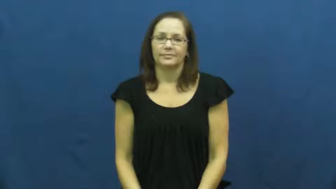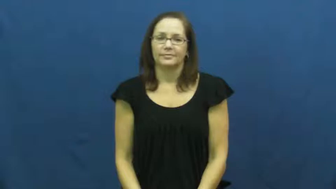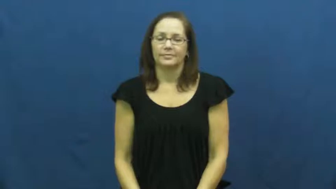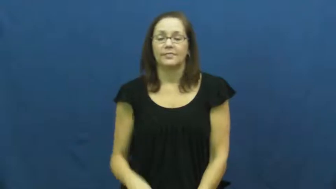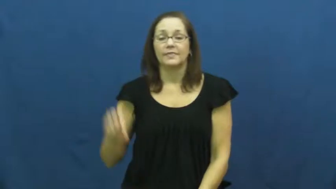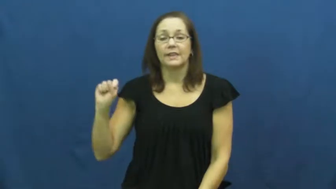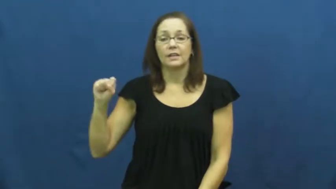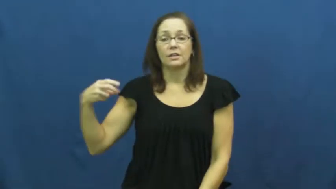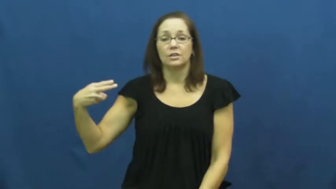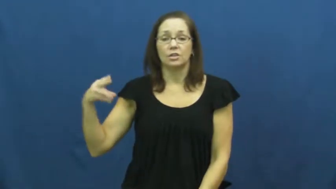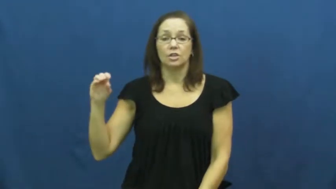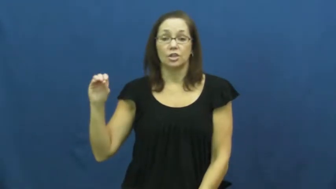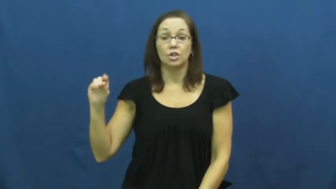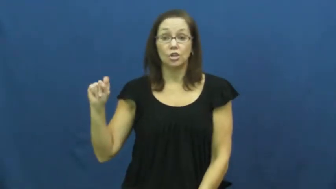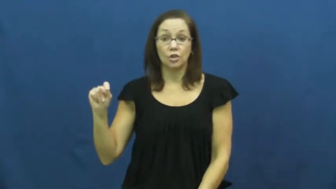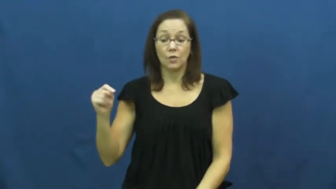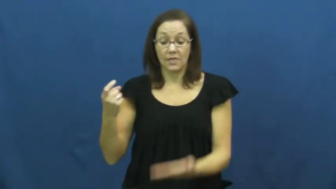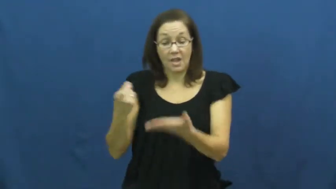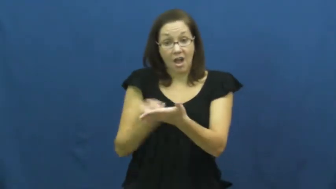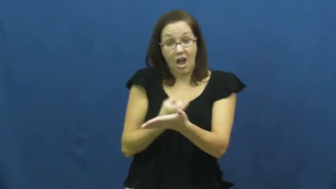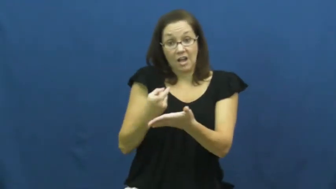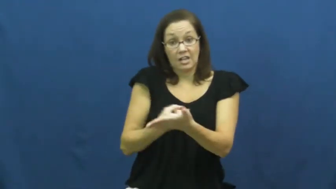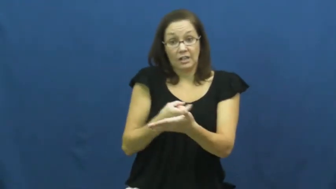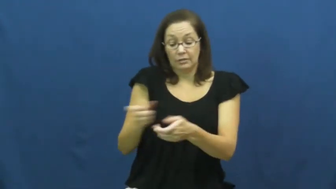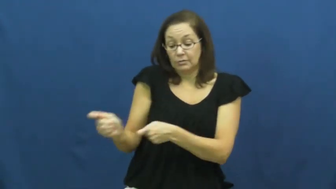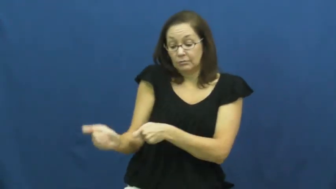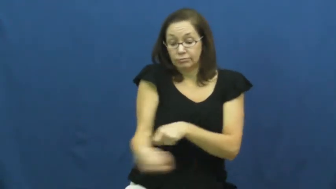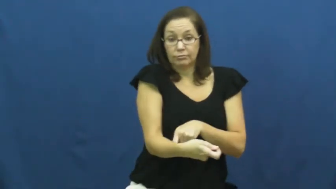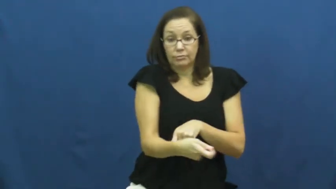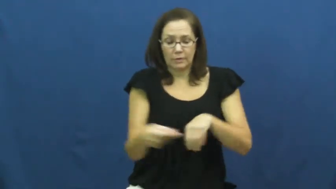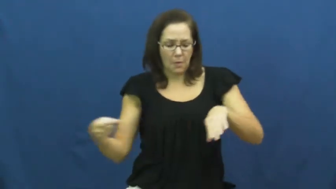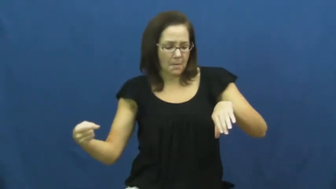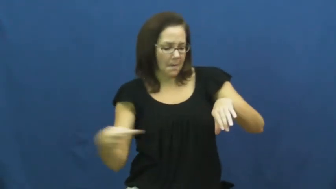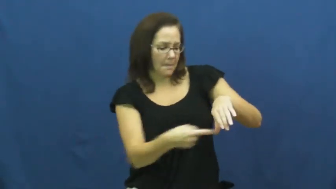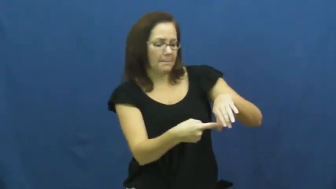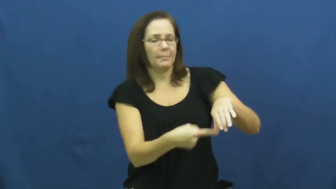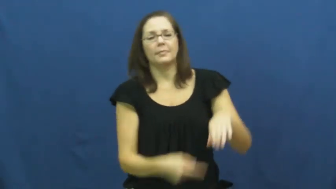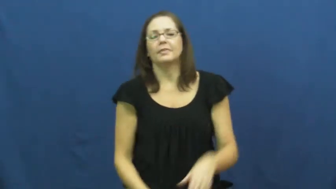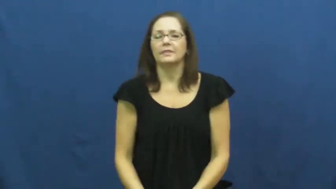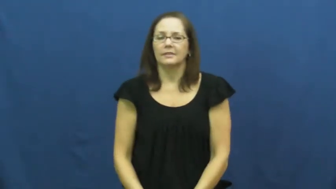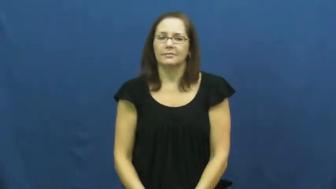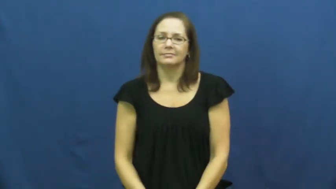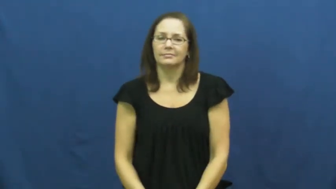shoot,fire-hockey